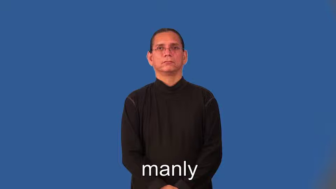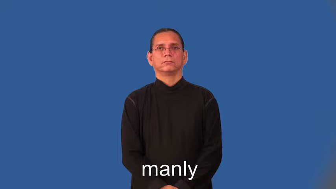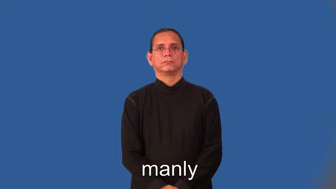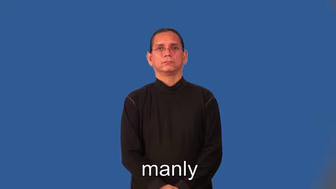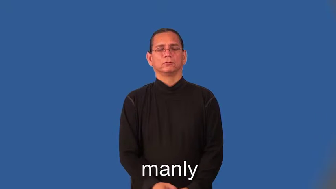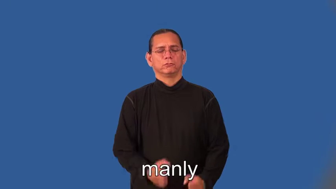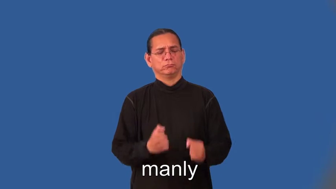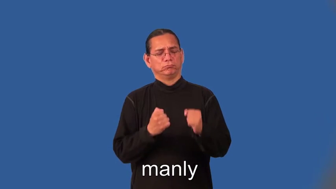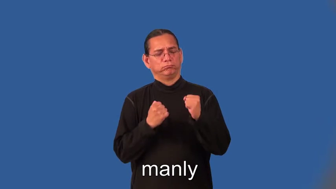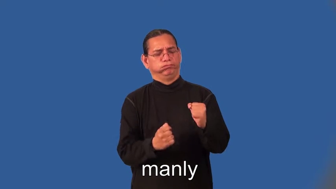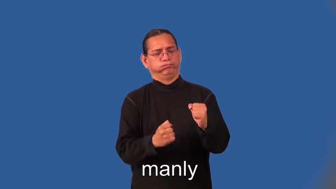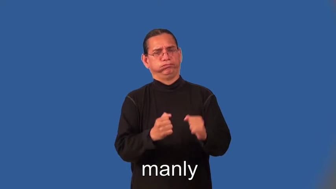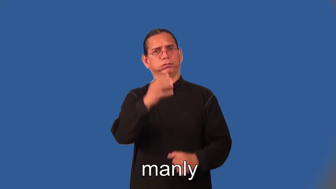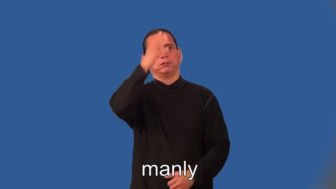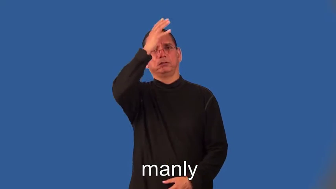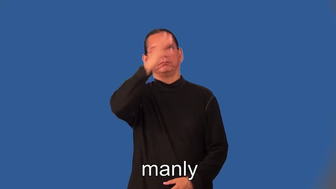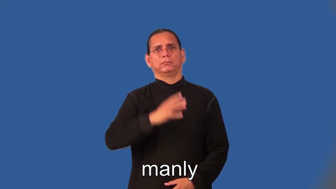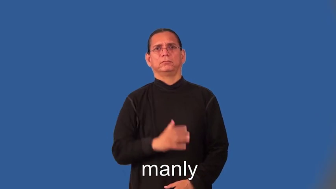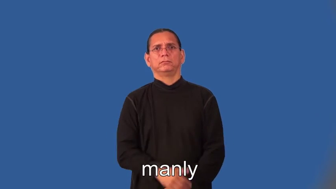manly-strong